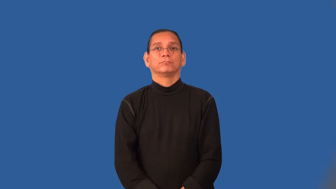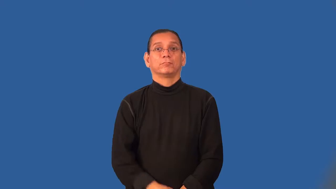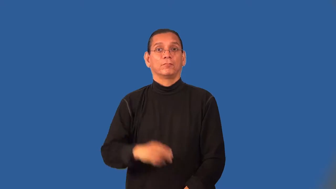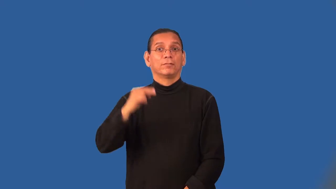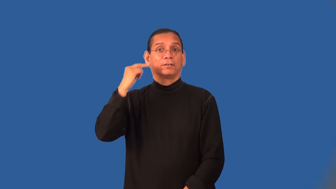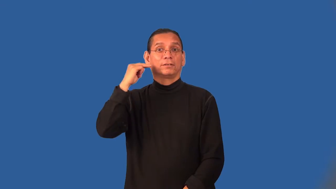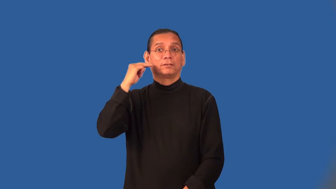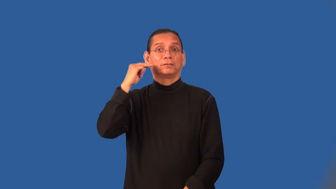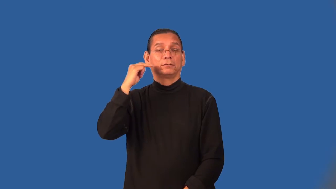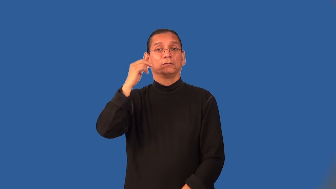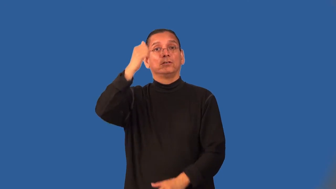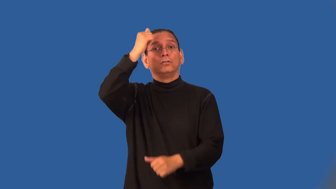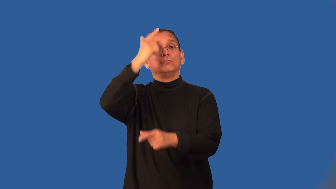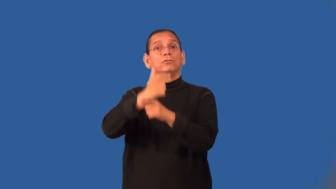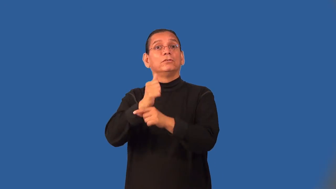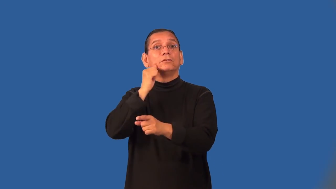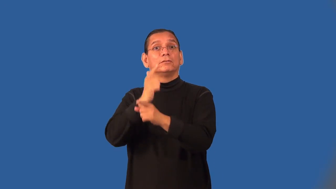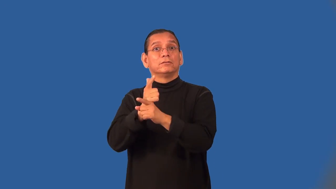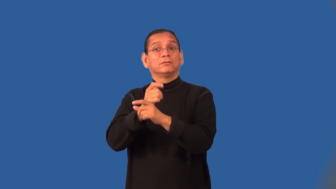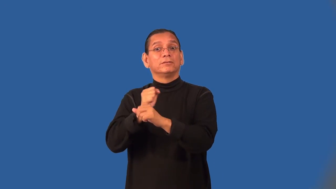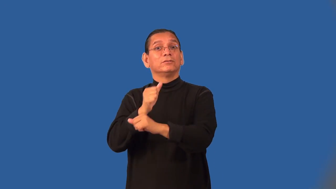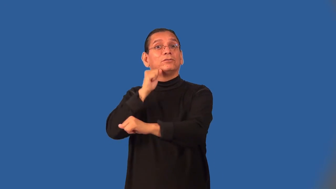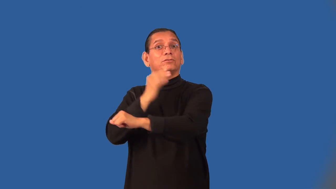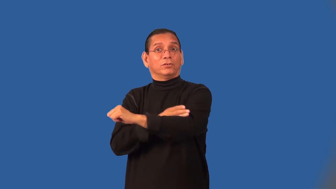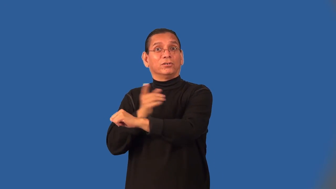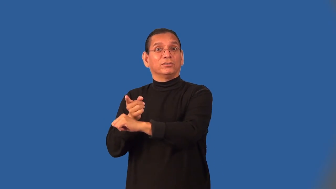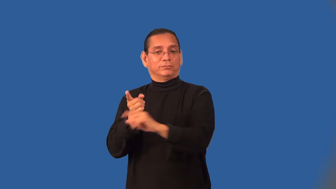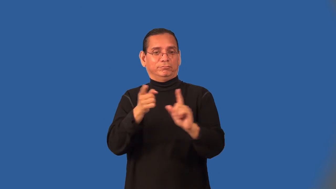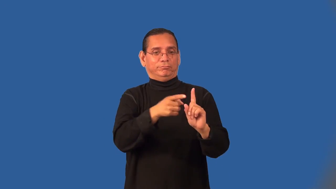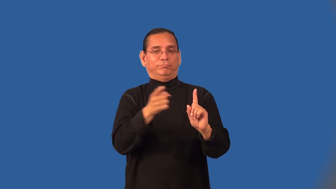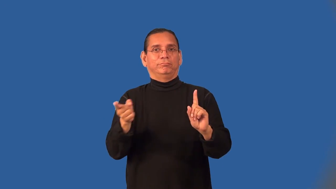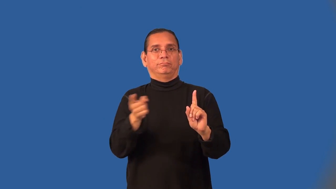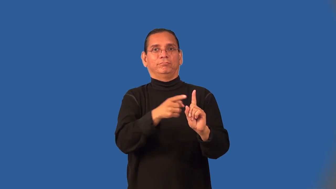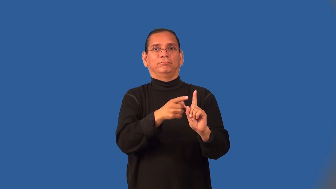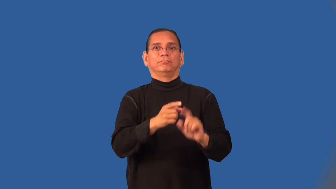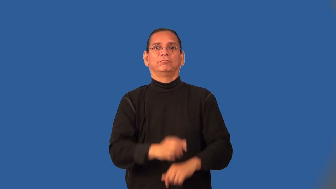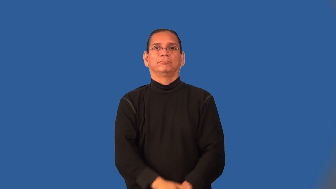niece